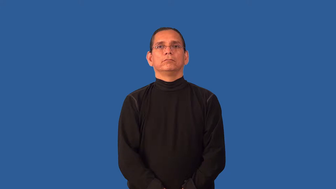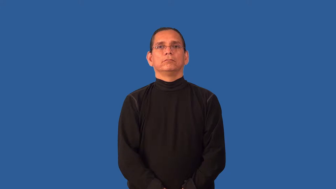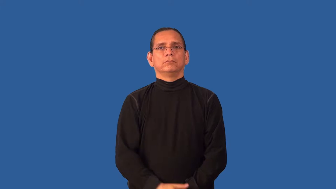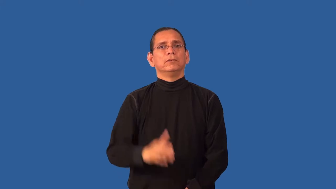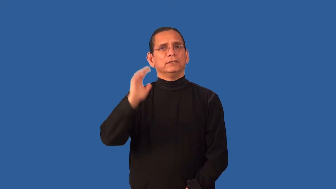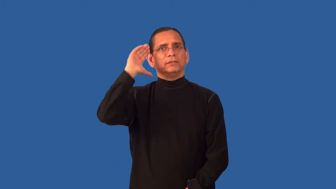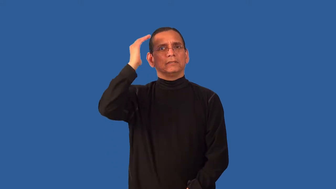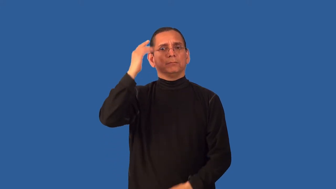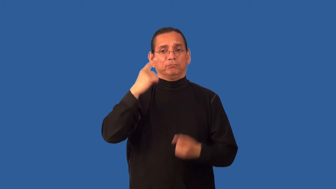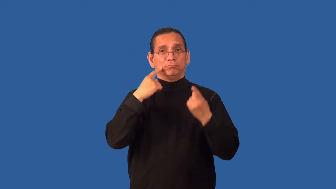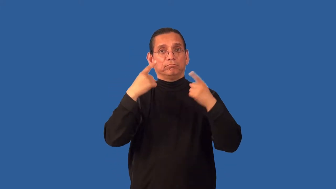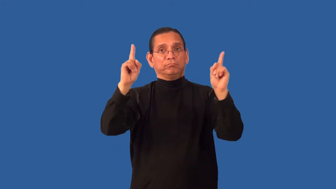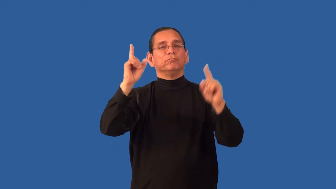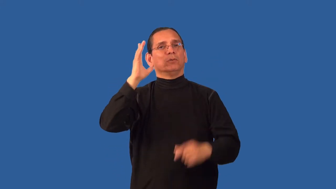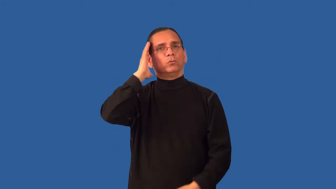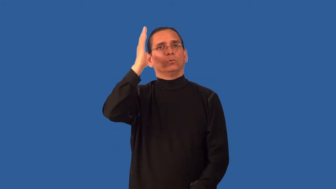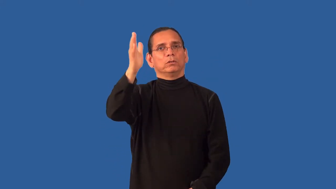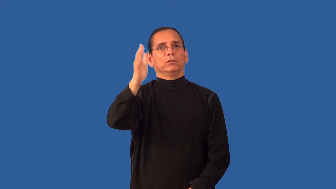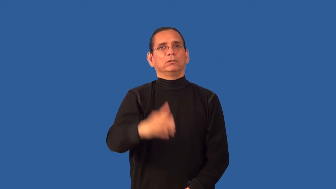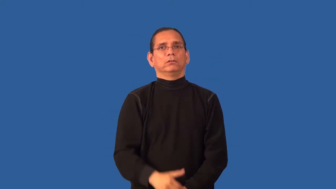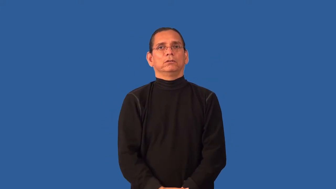auspice,auspicious